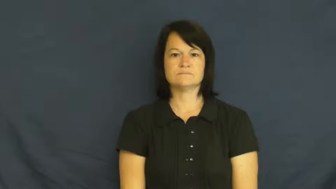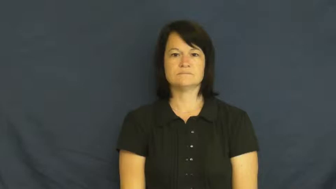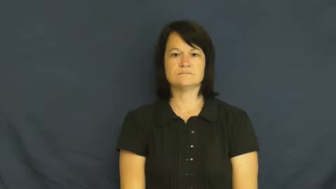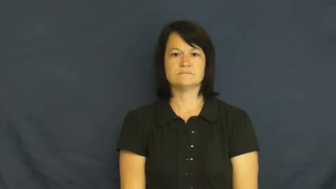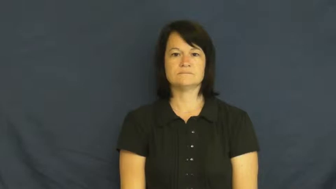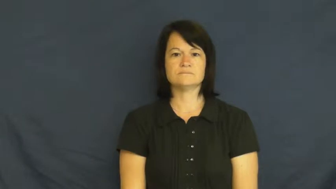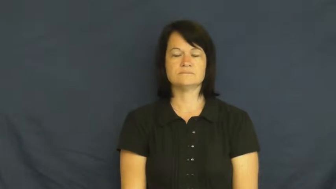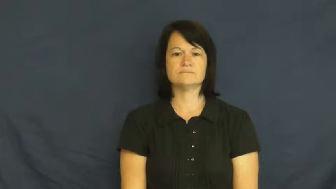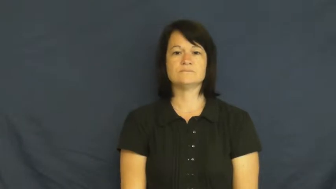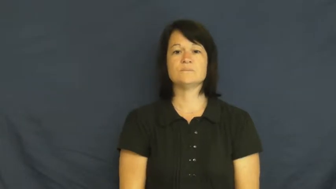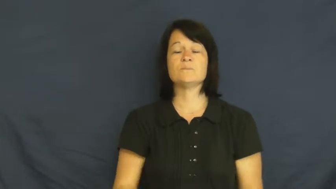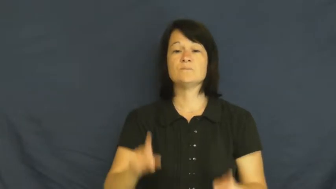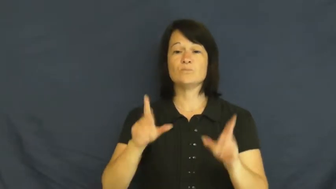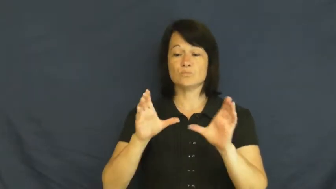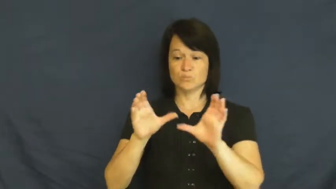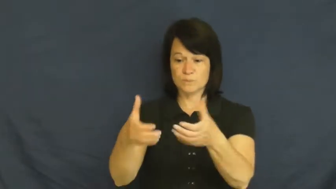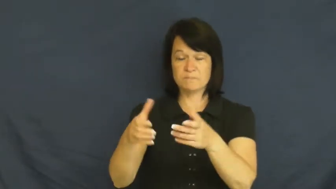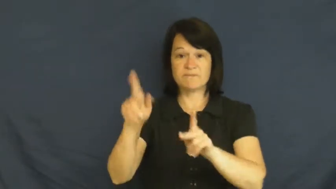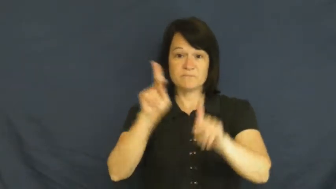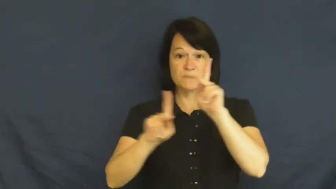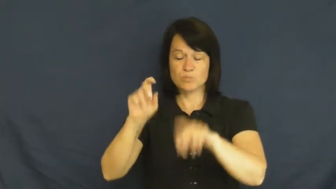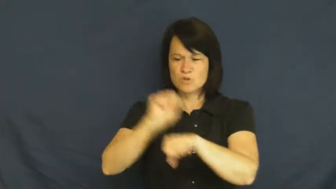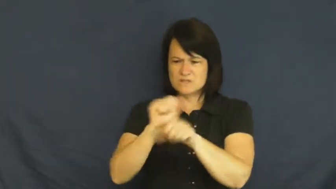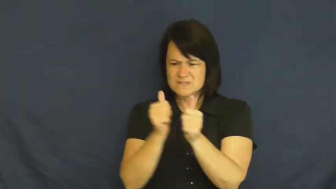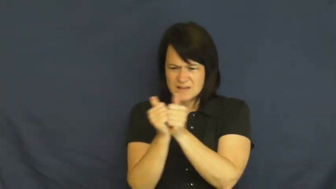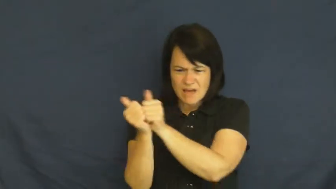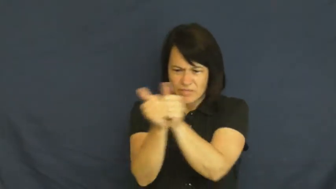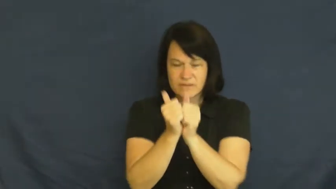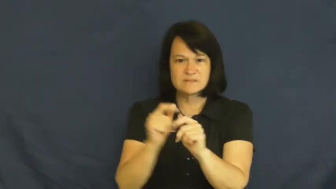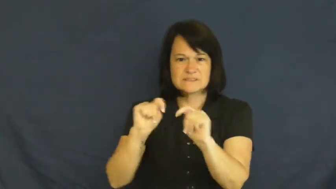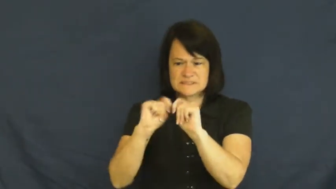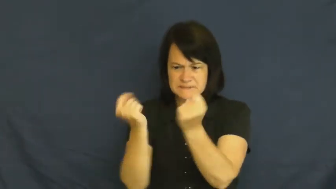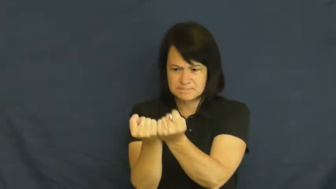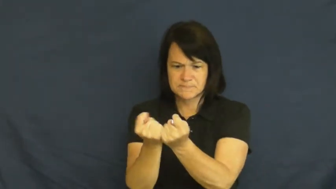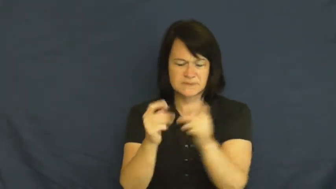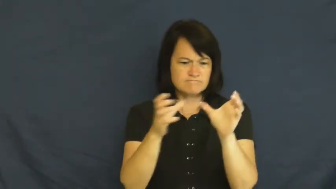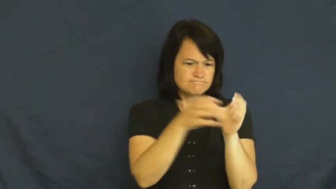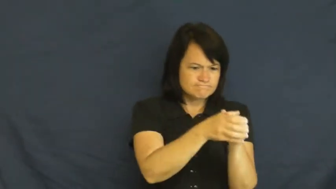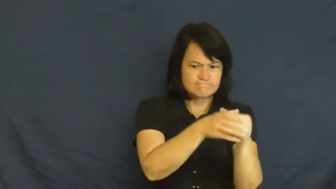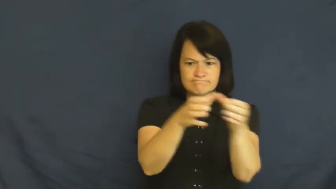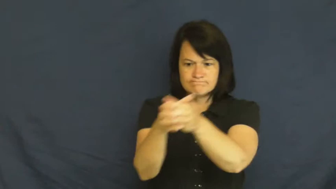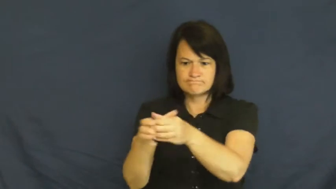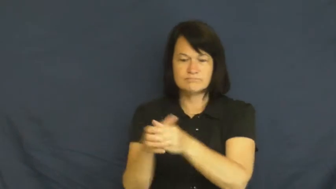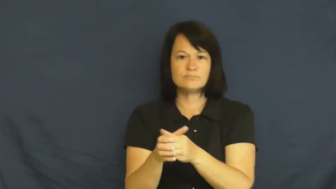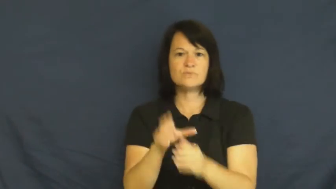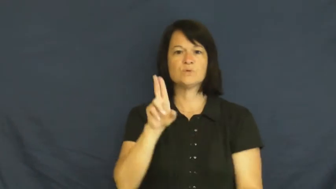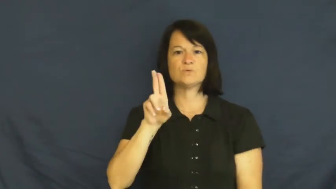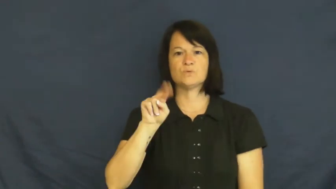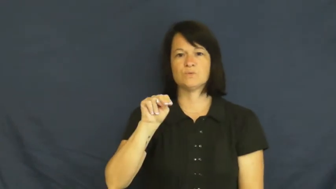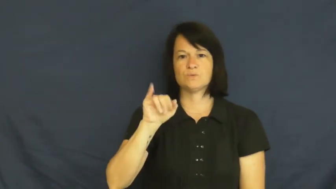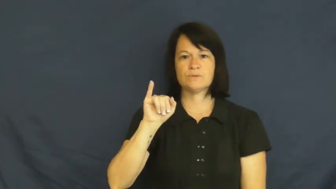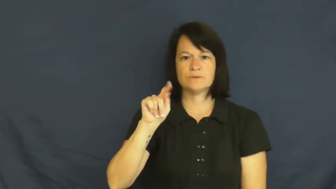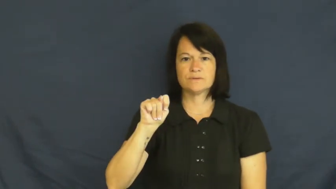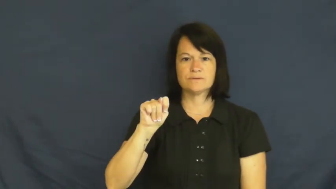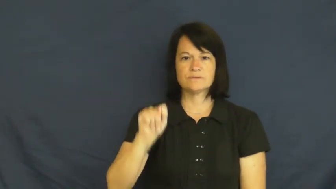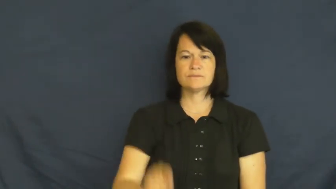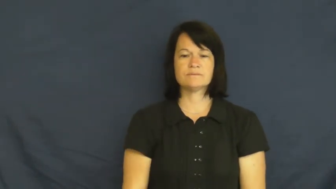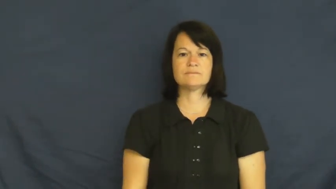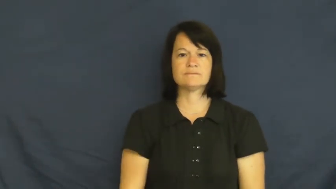unit-group